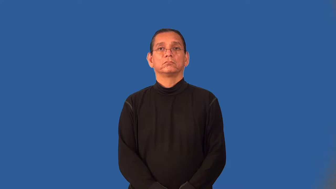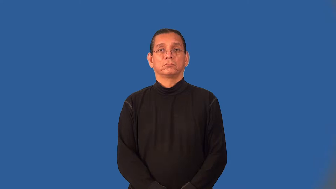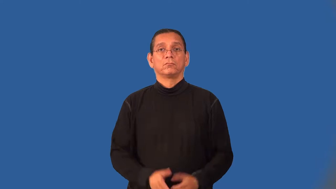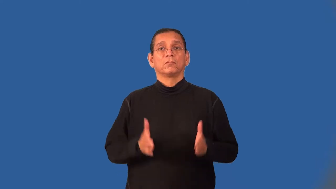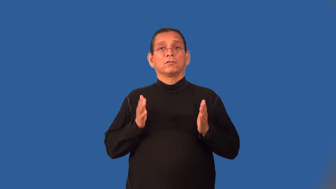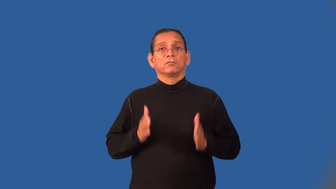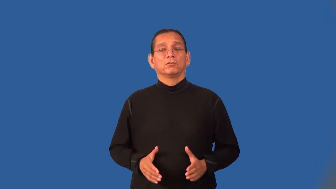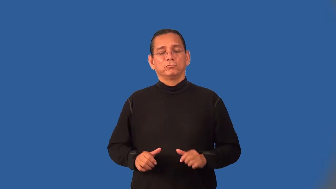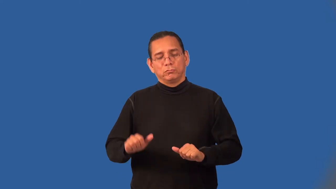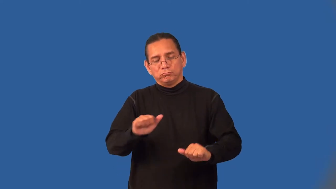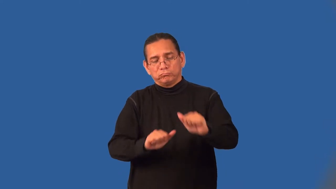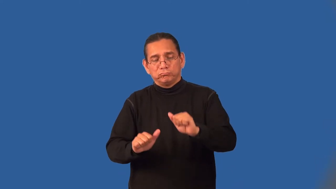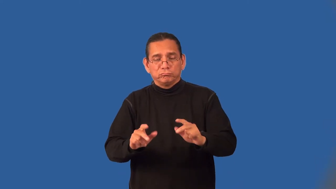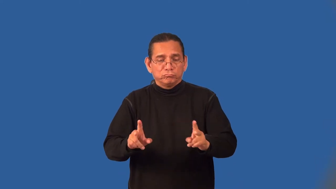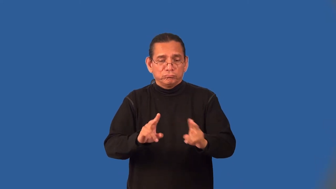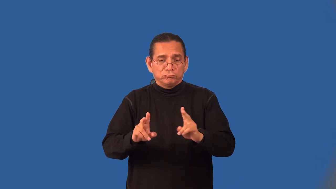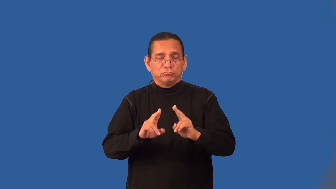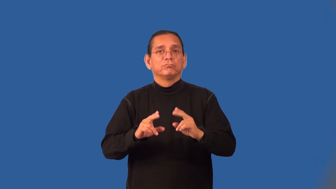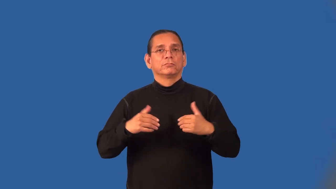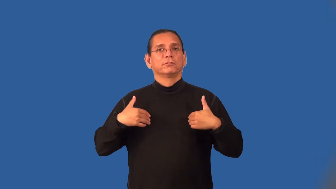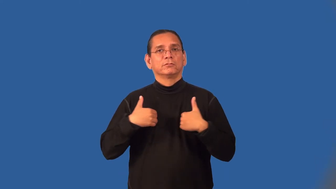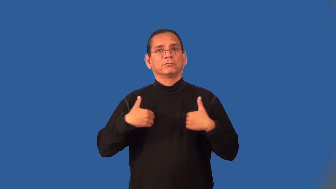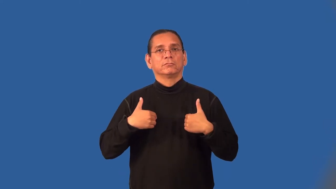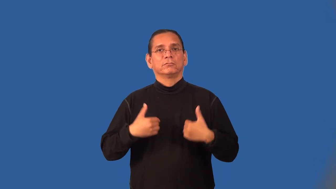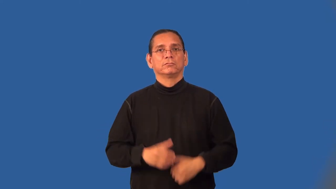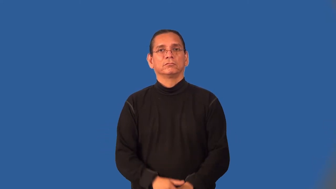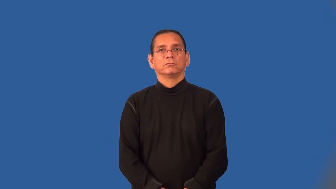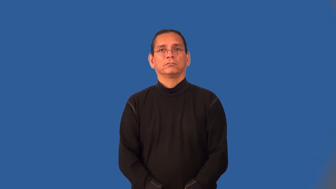groomer